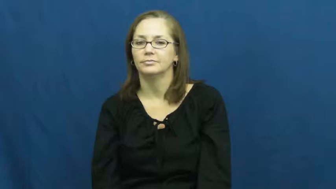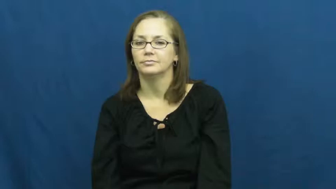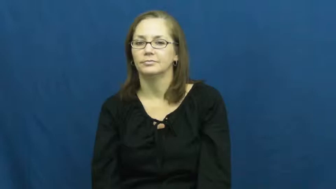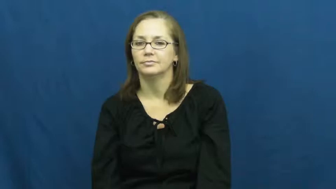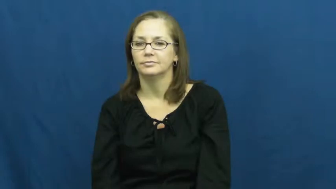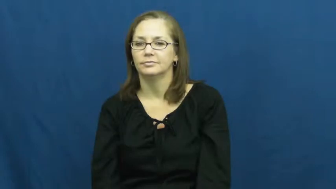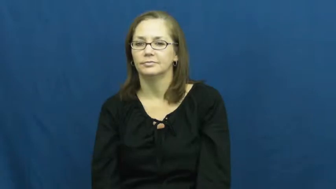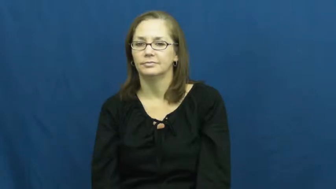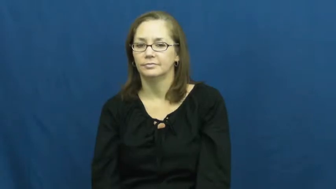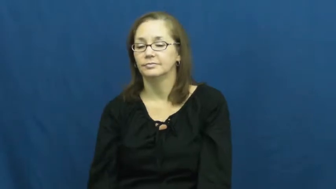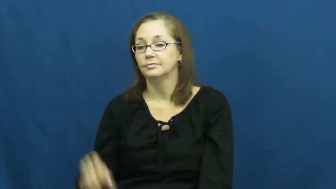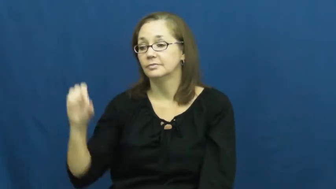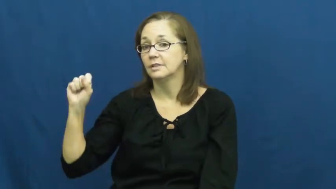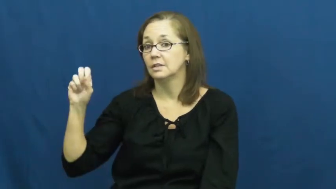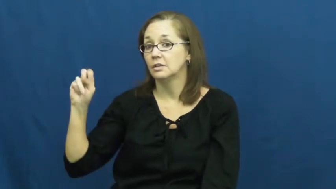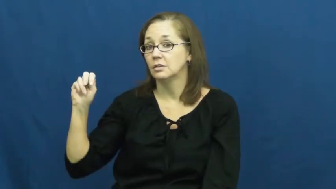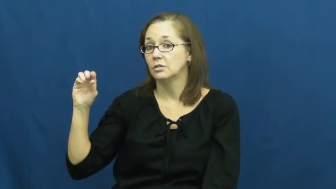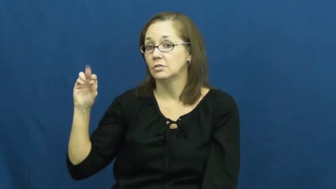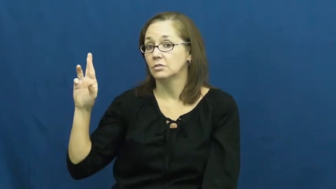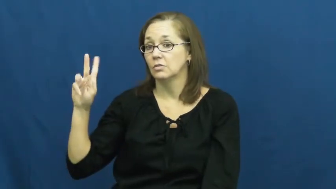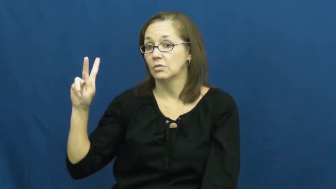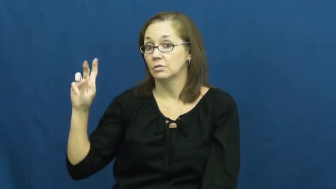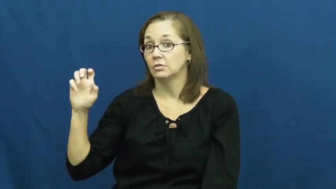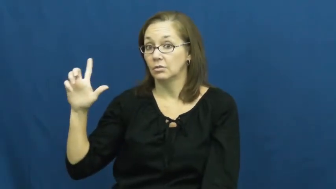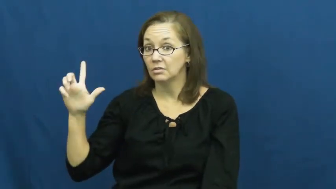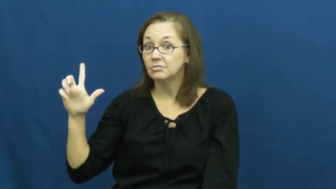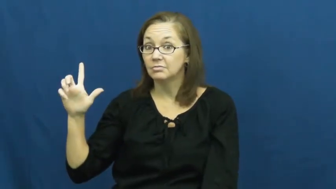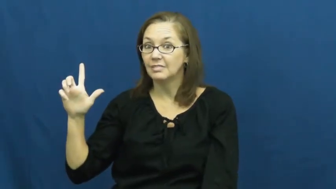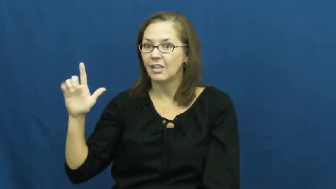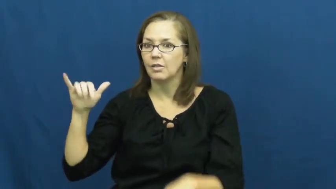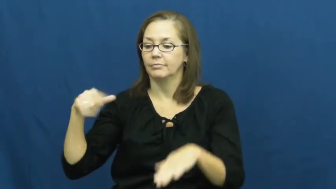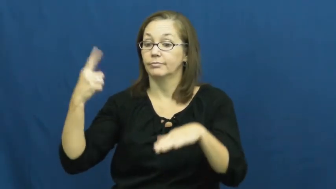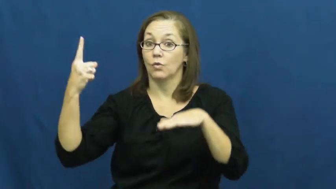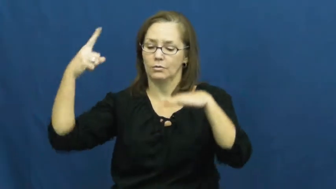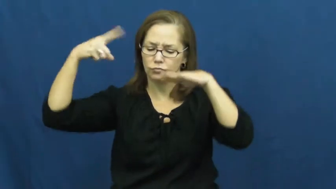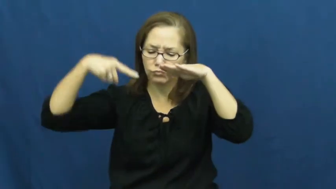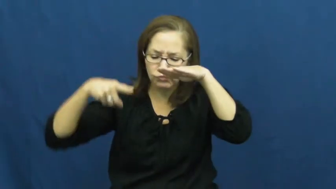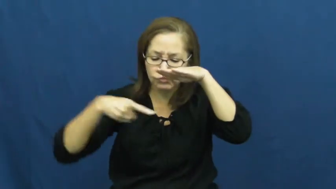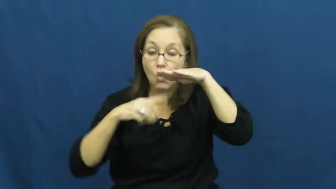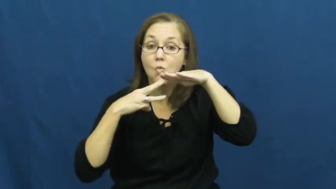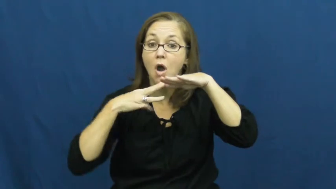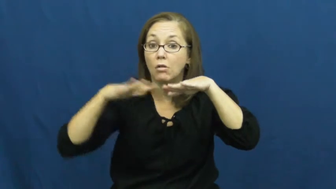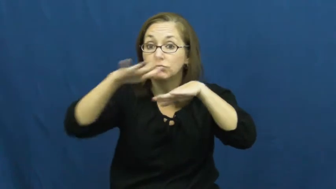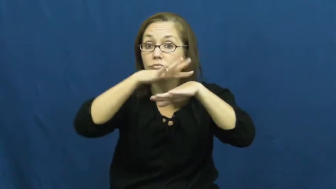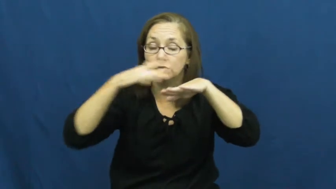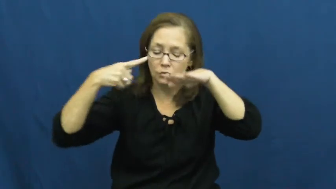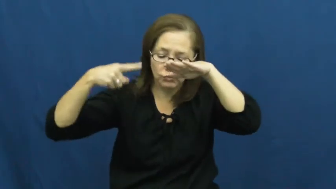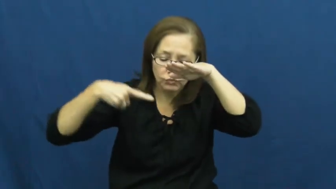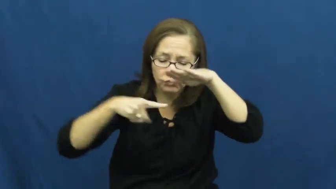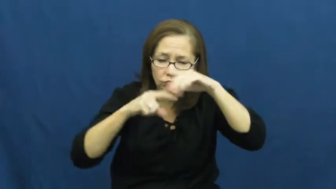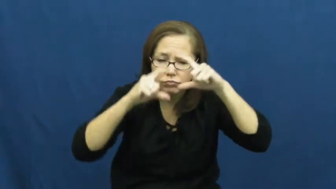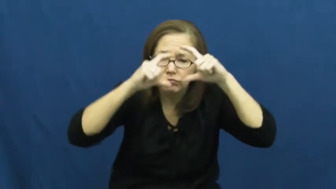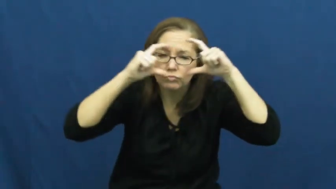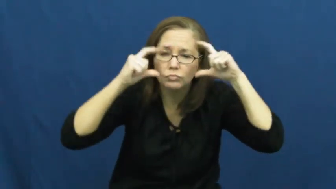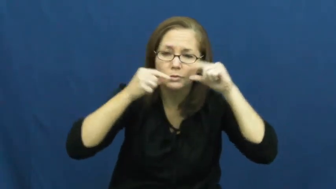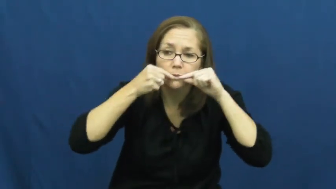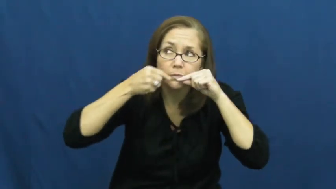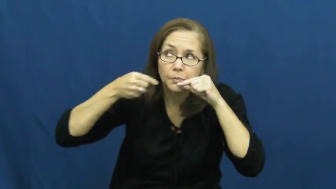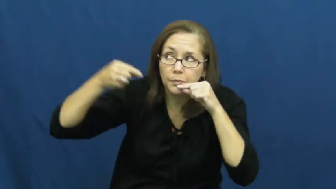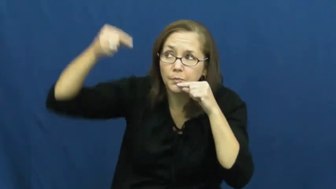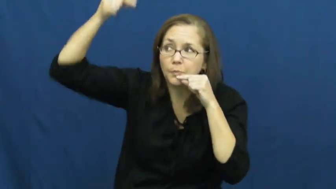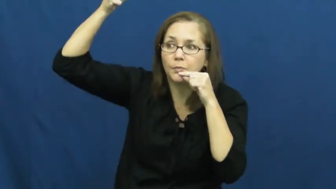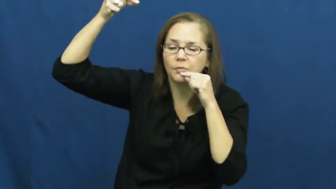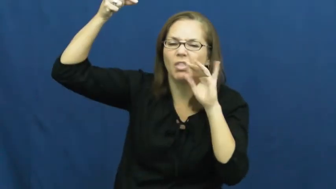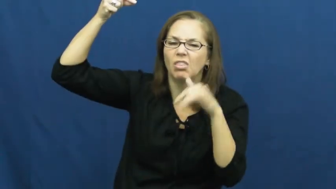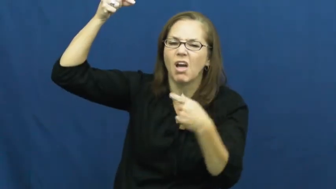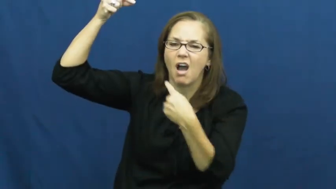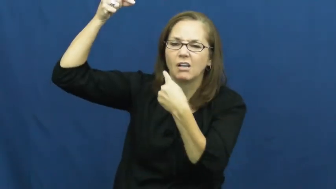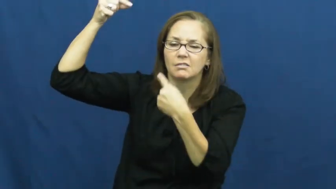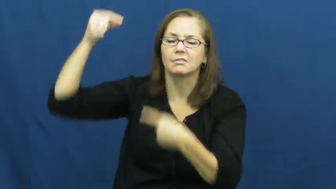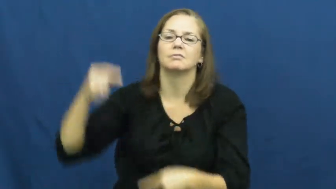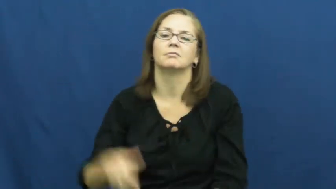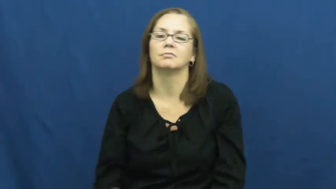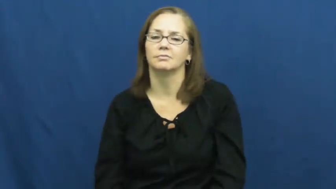snorkel